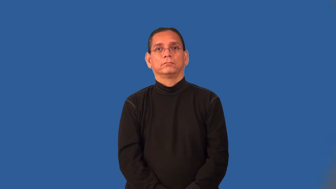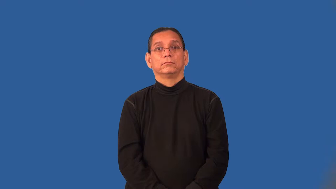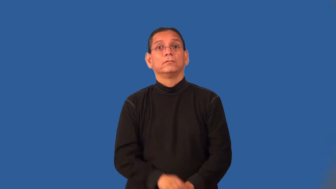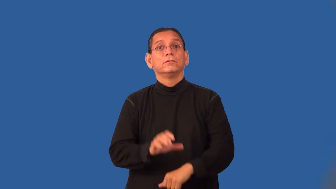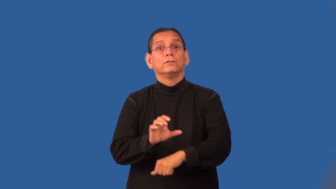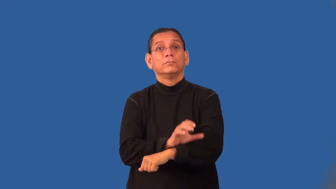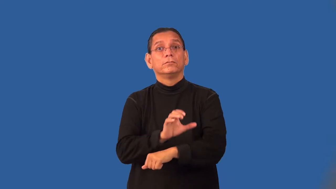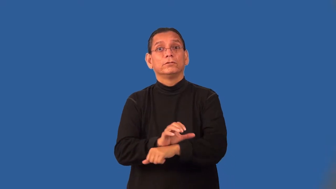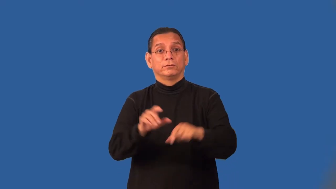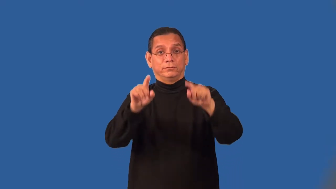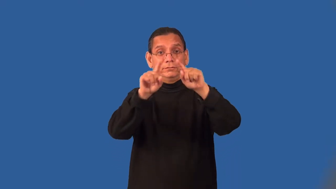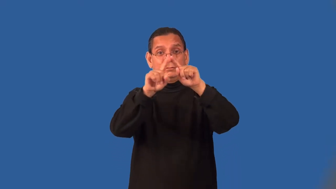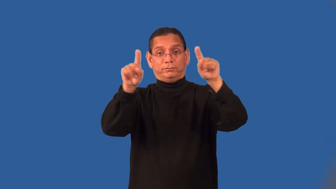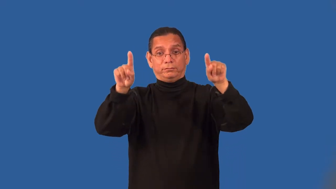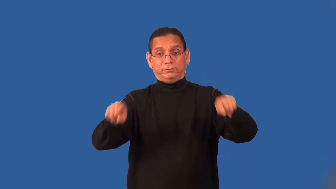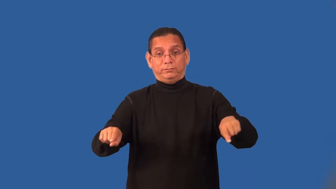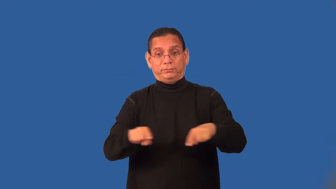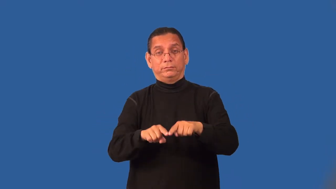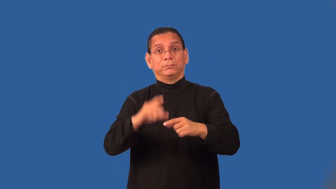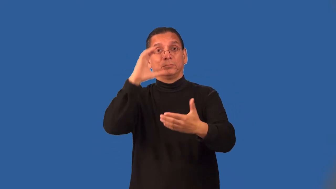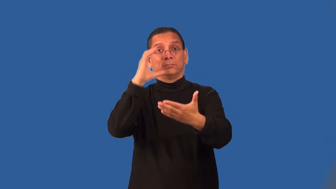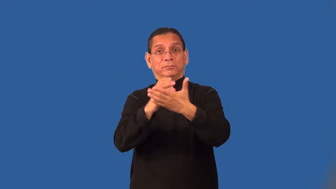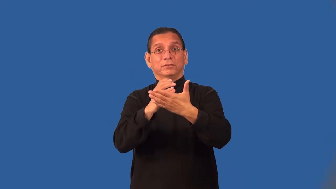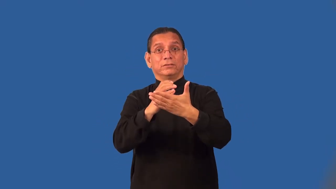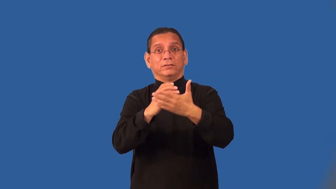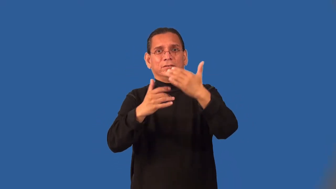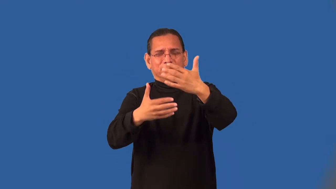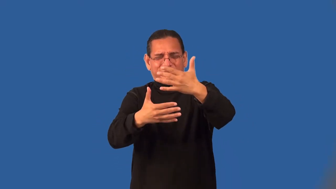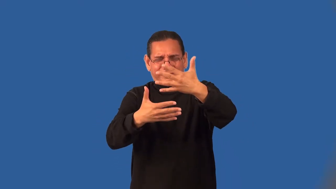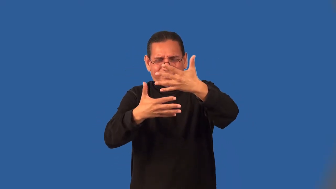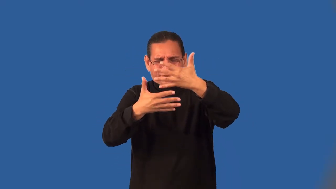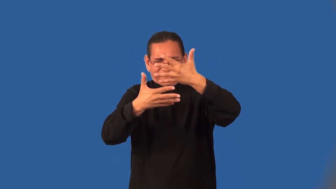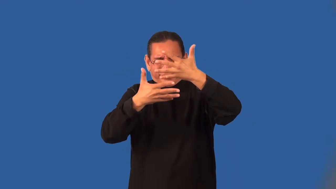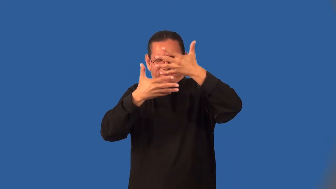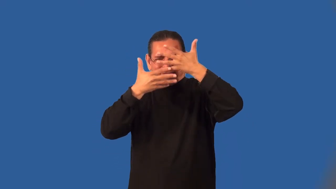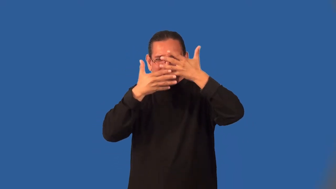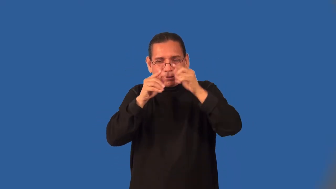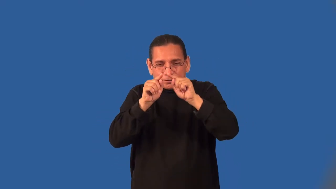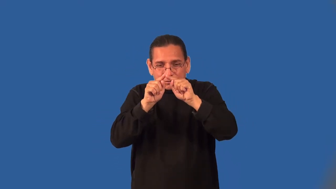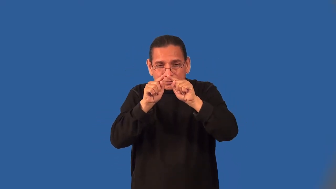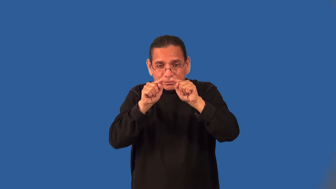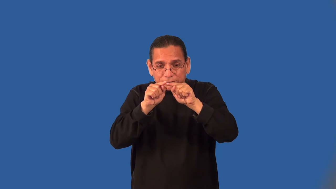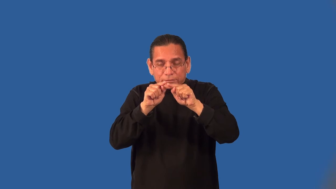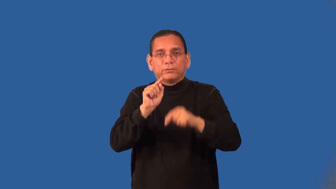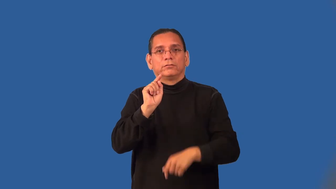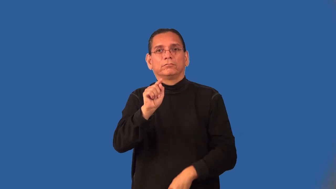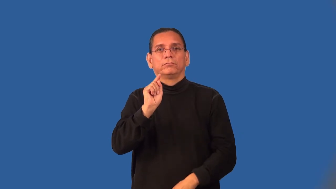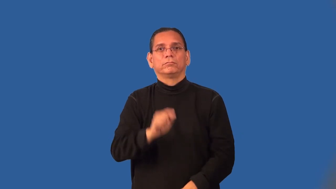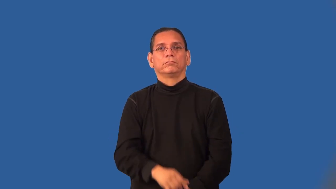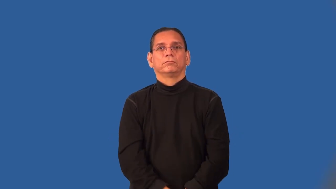pixel